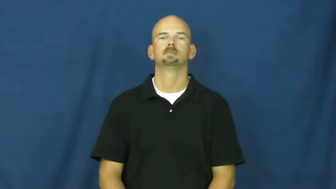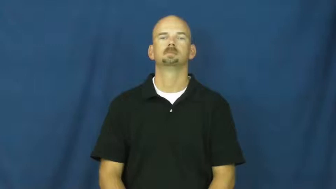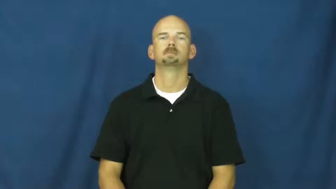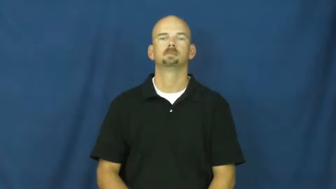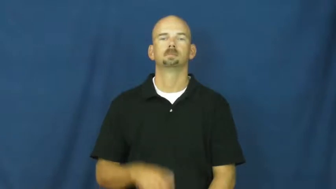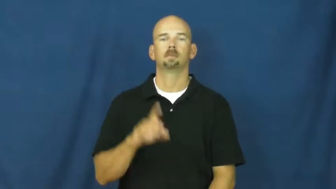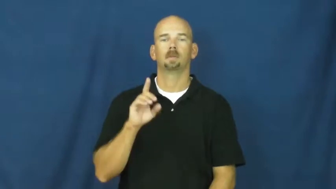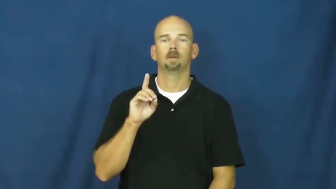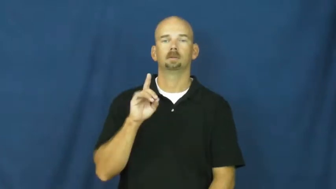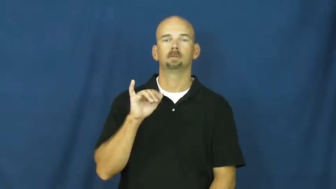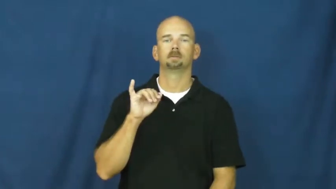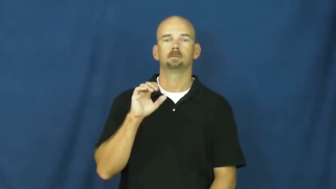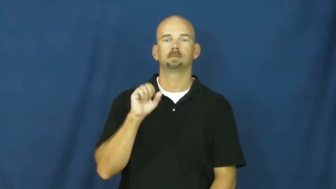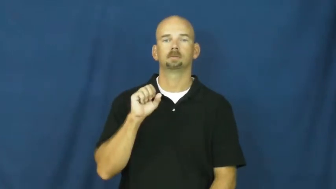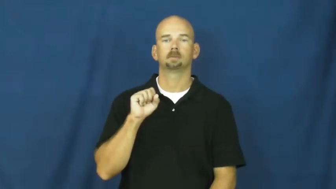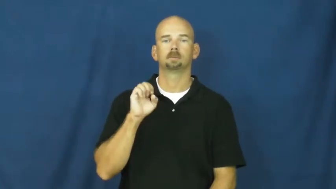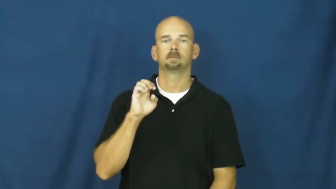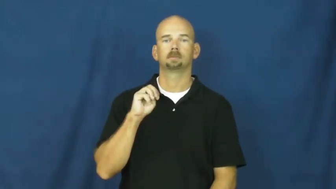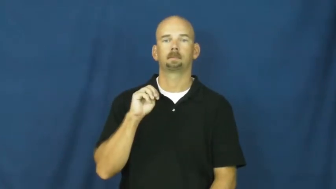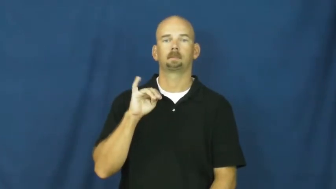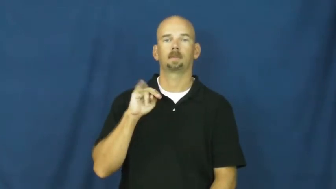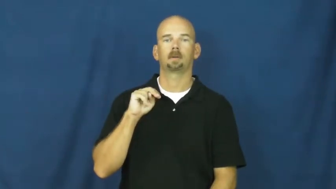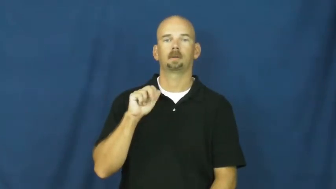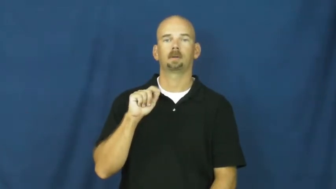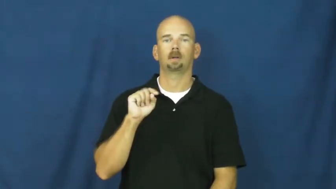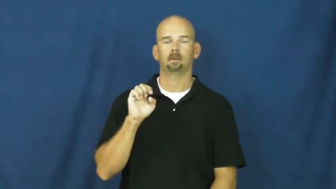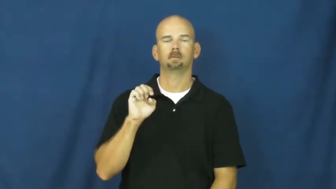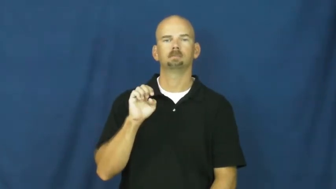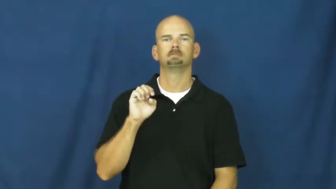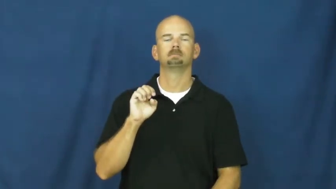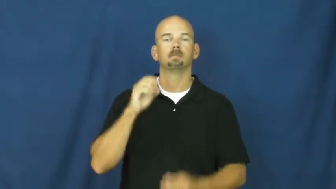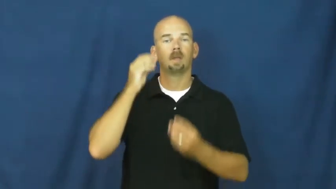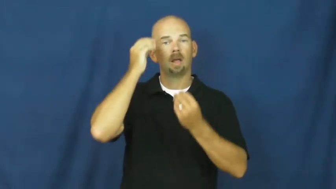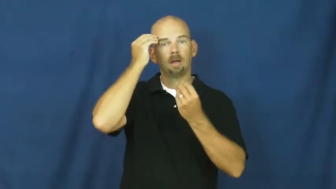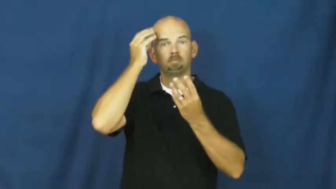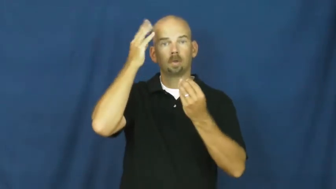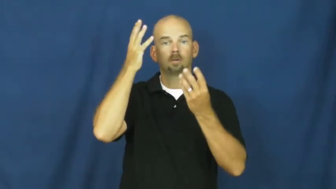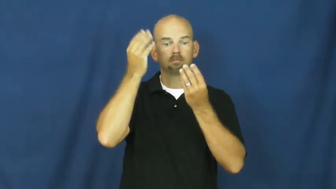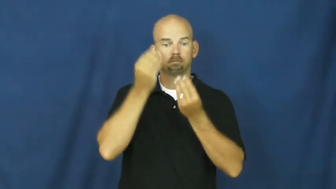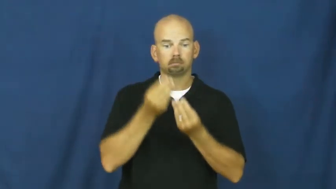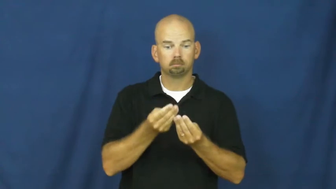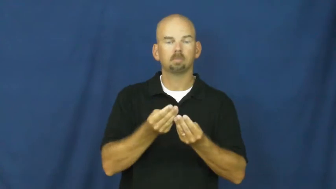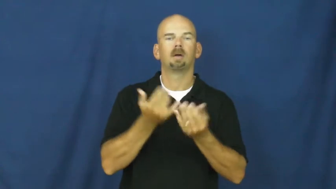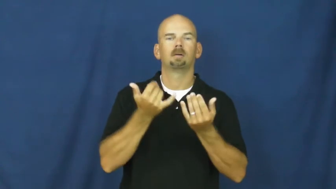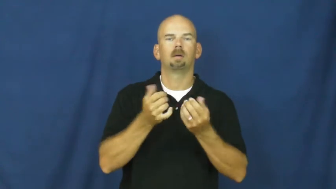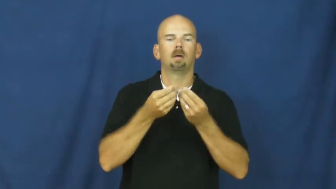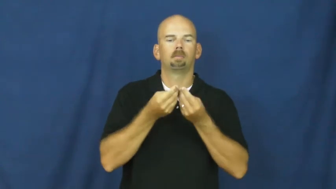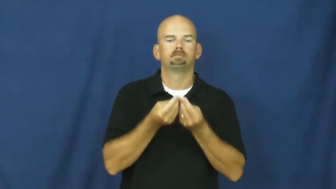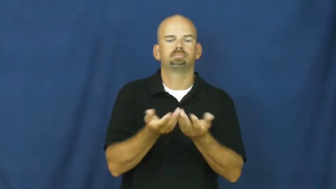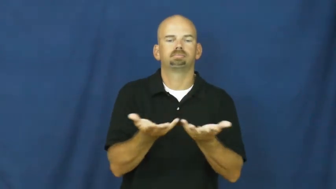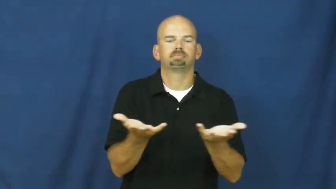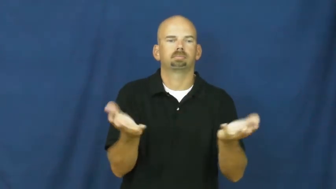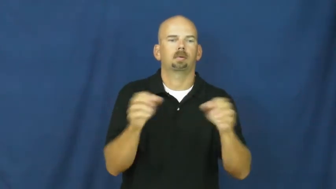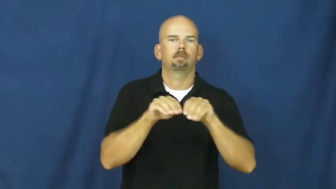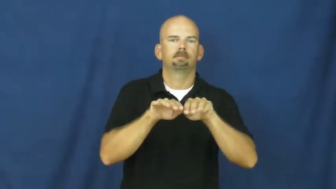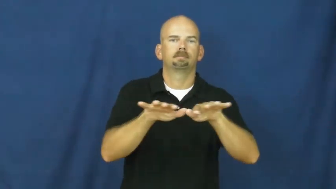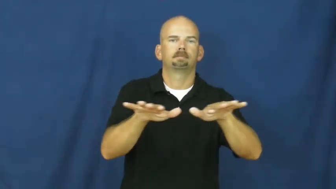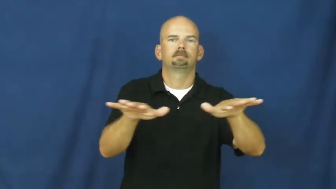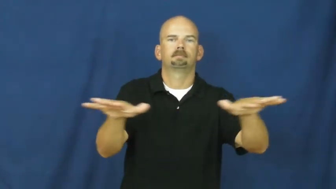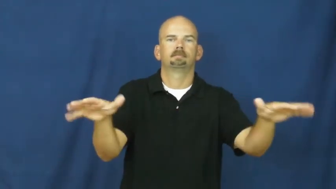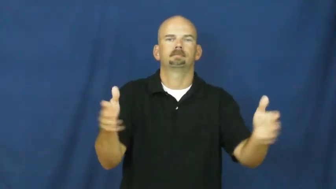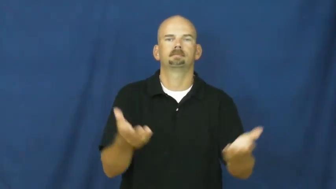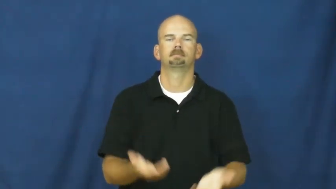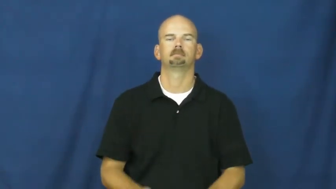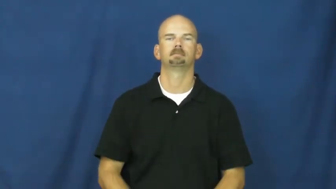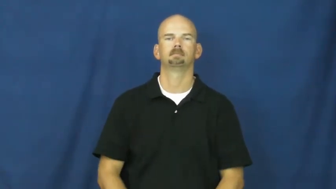disseminate